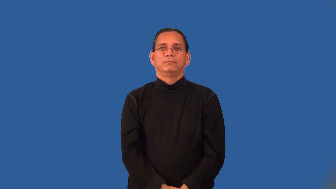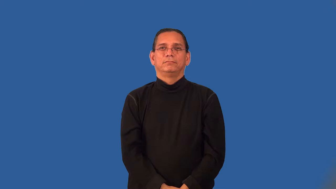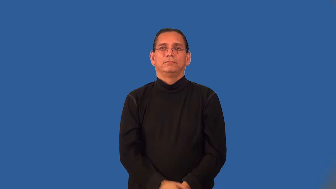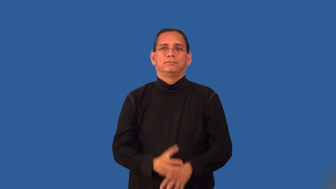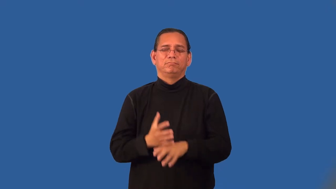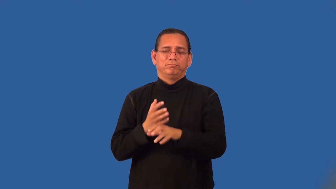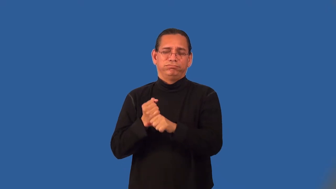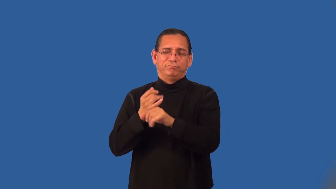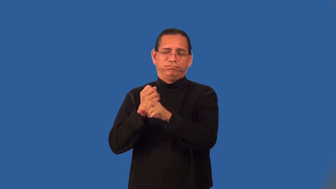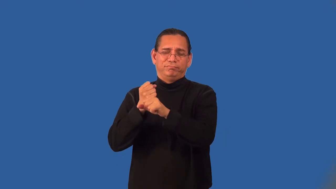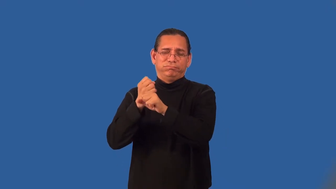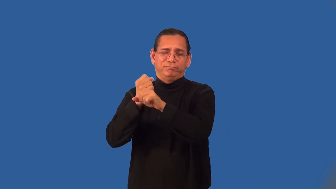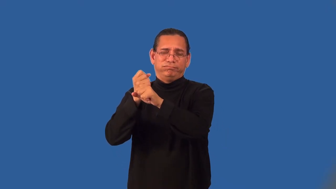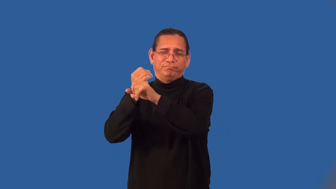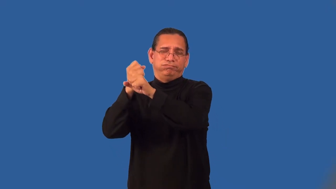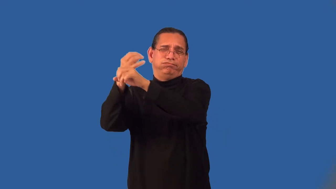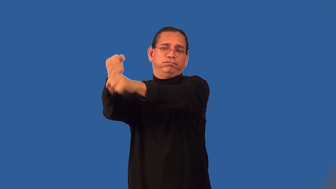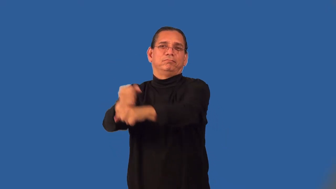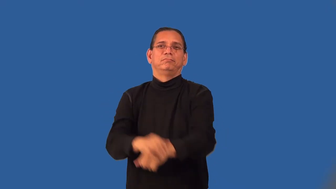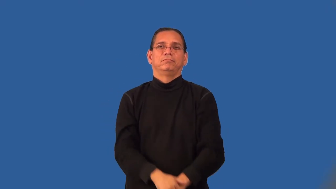winningest